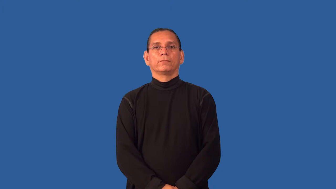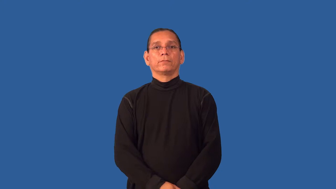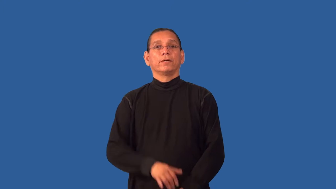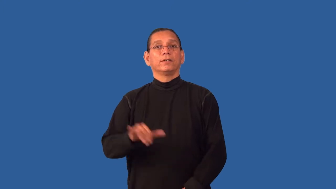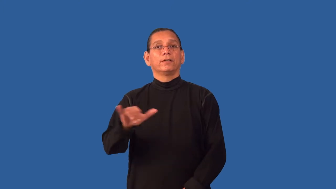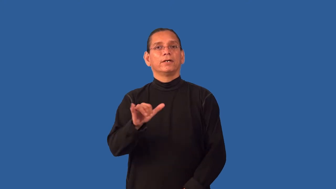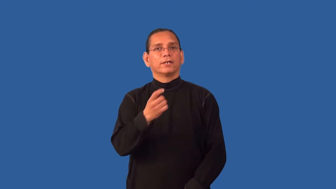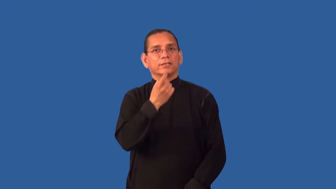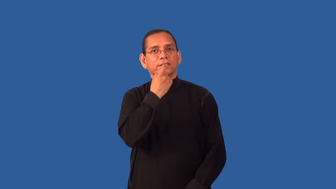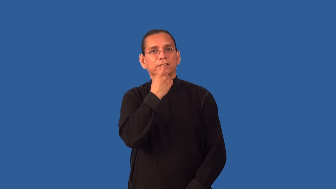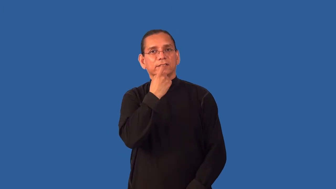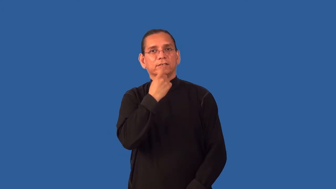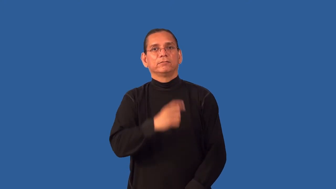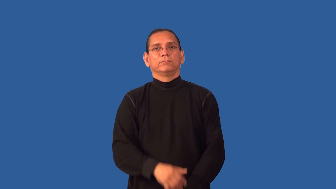glassy,glasslike